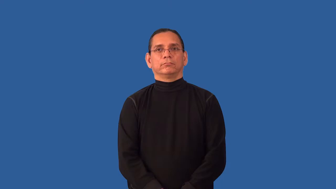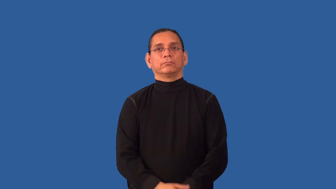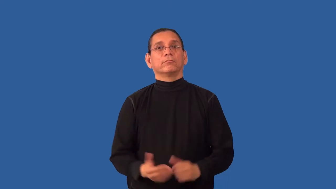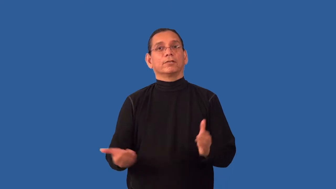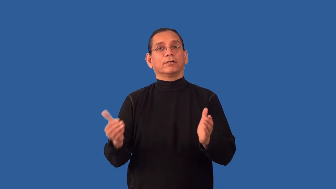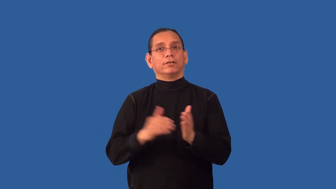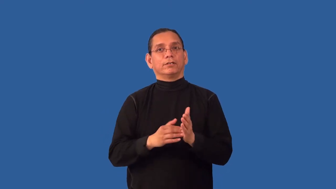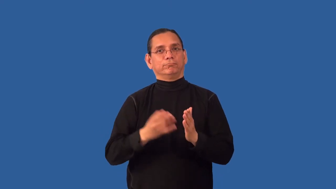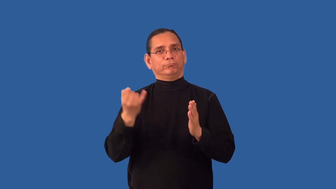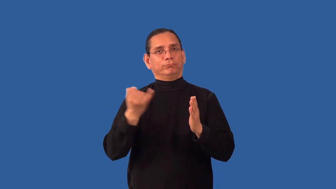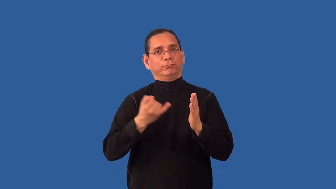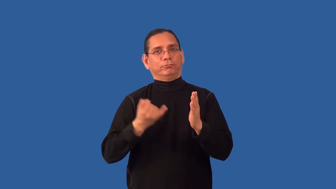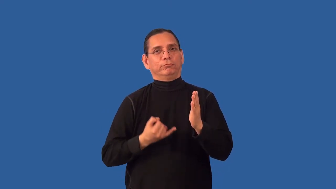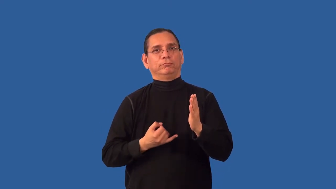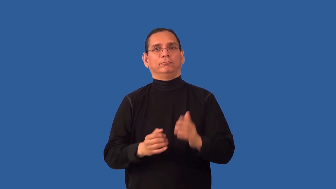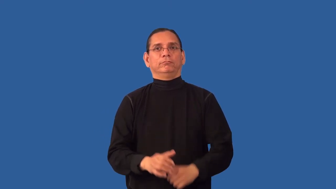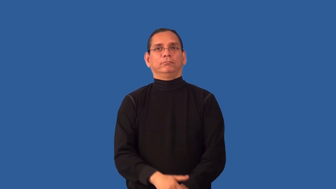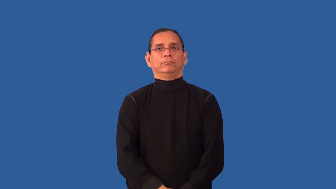redraw